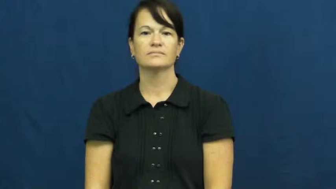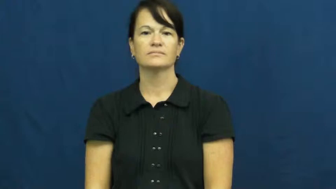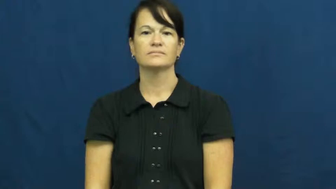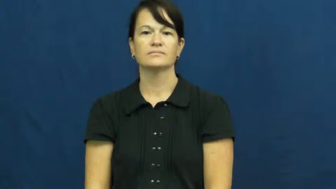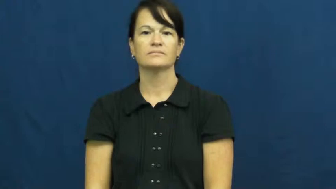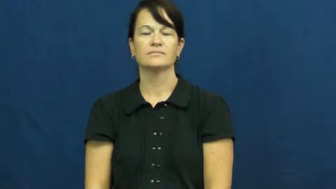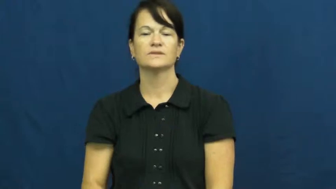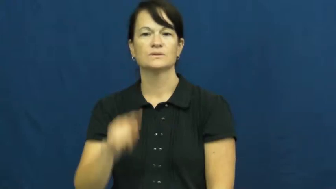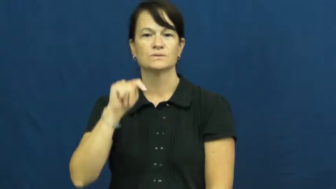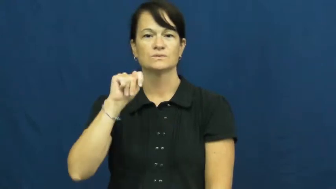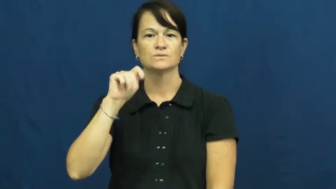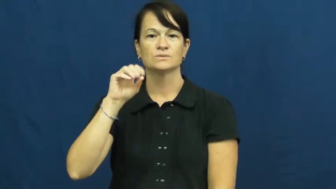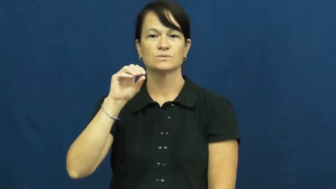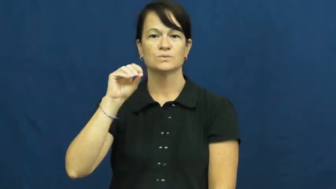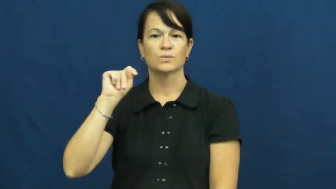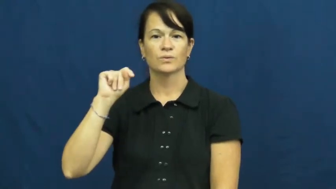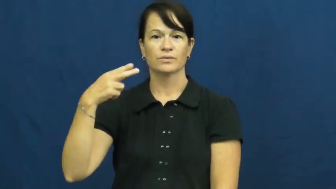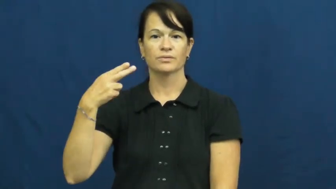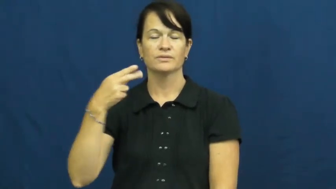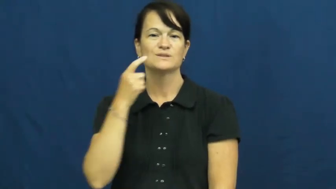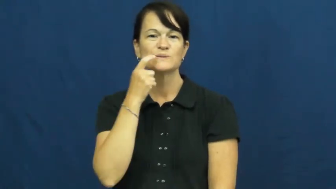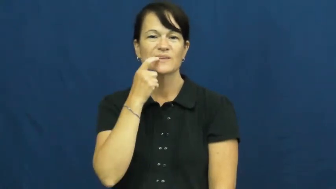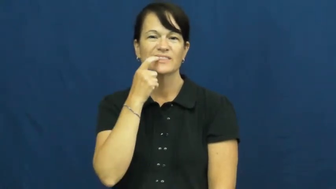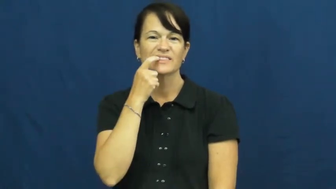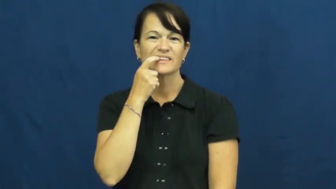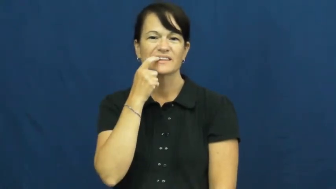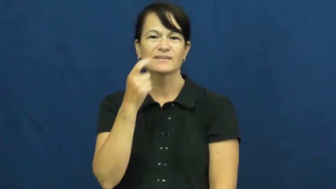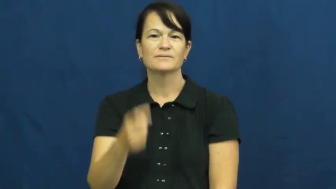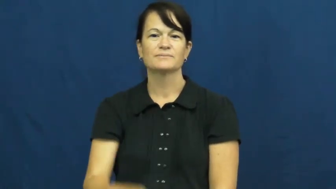tooth